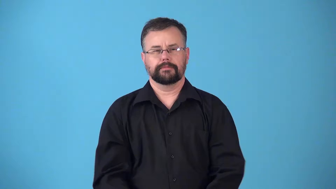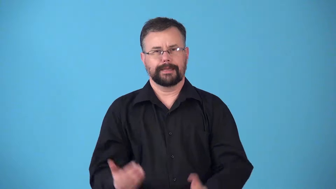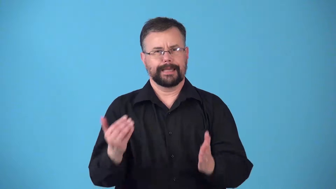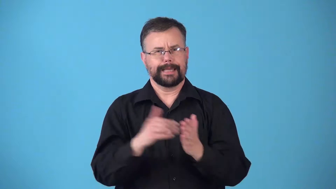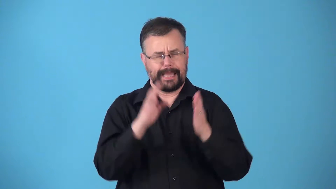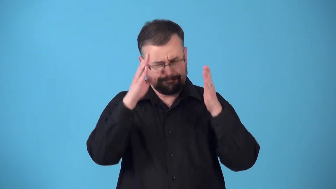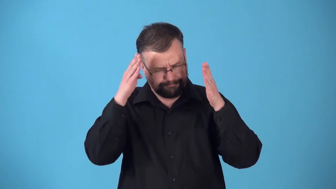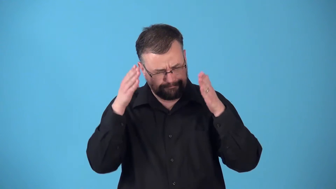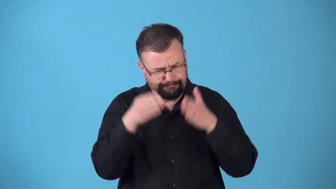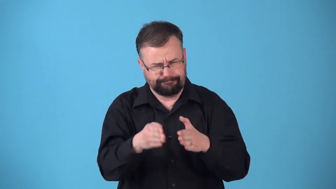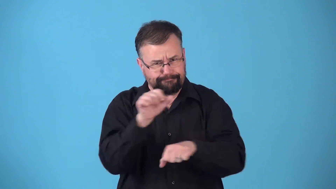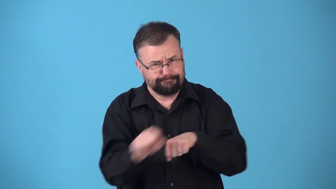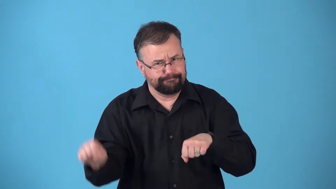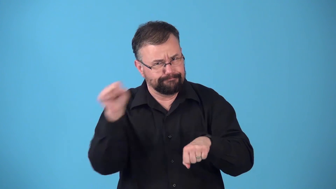rededicate-focus and work hard again